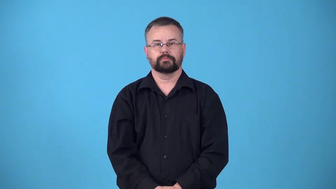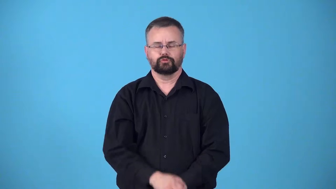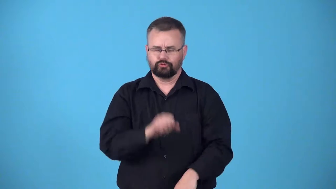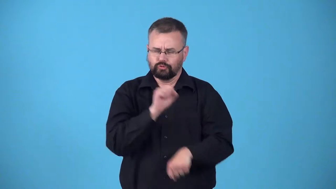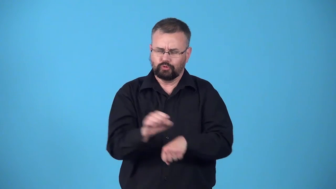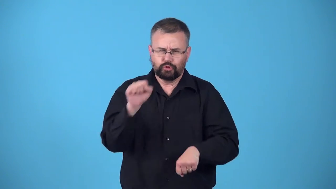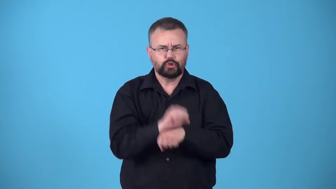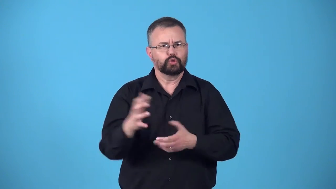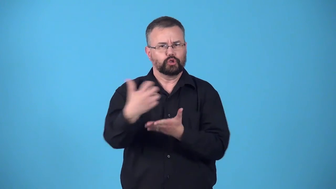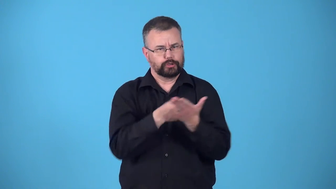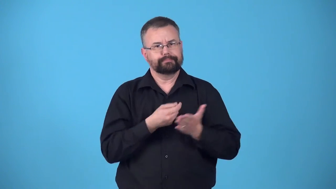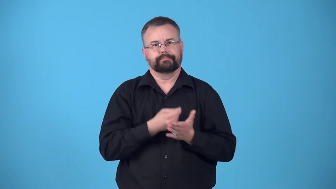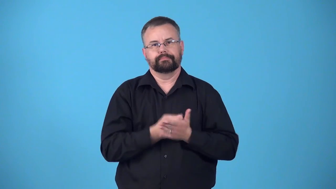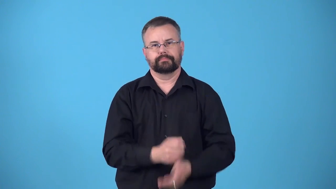earn a living